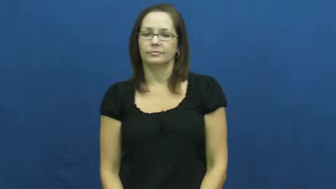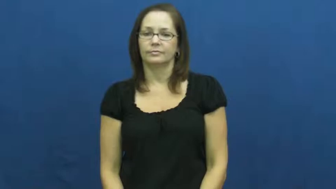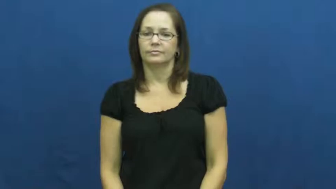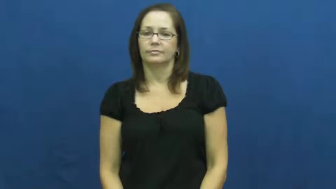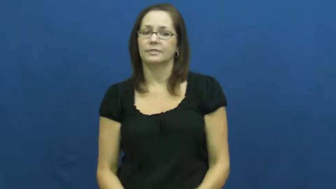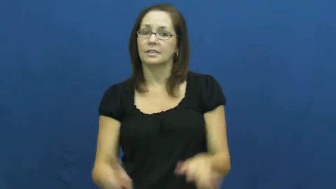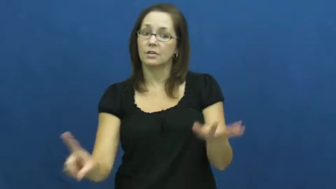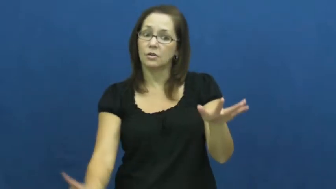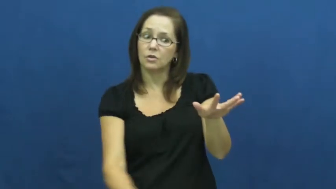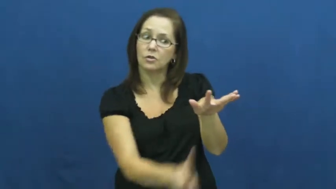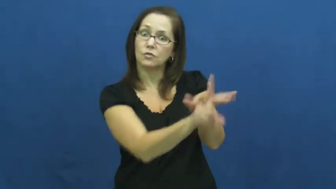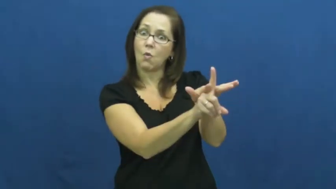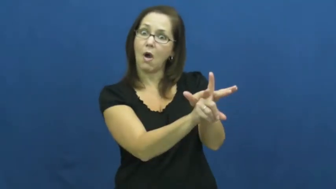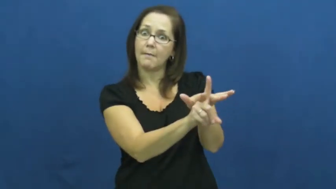salient